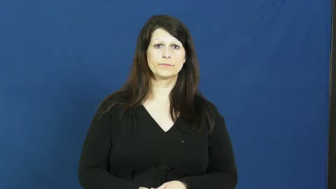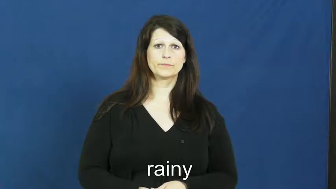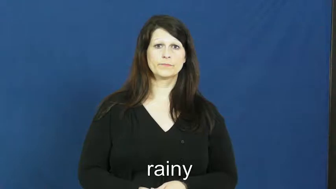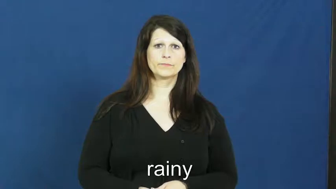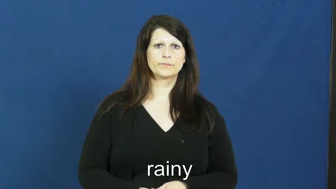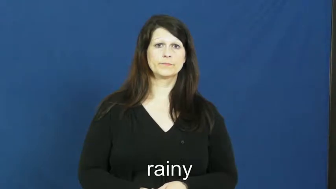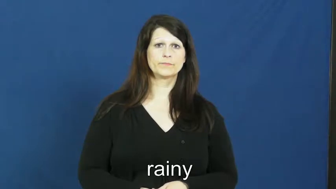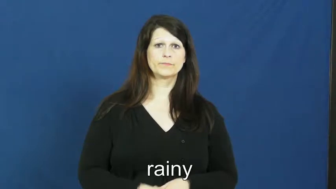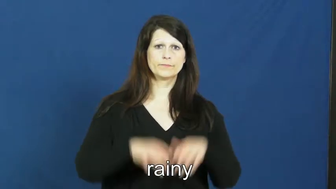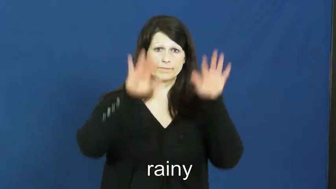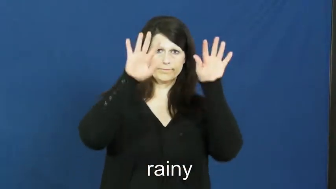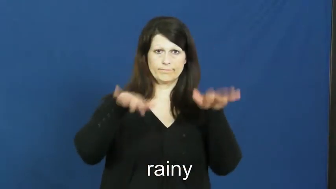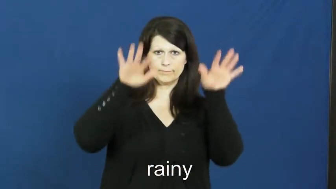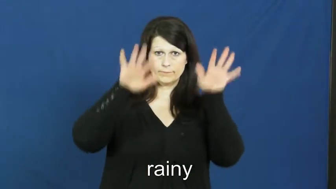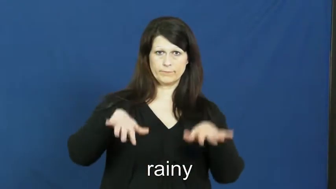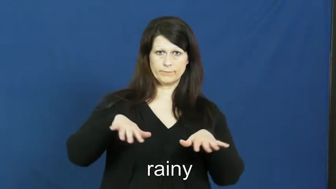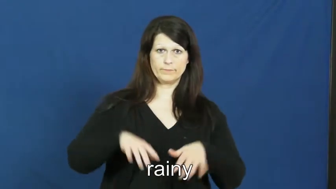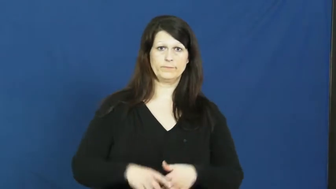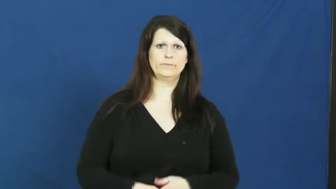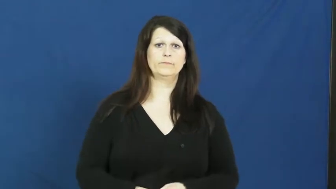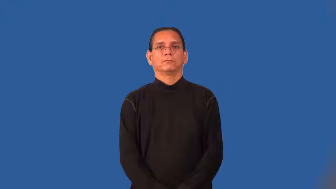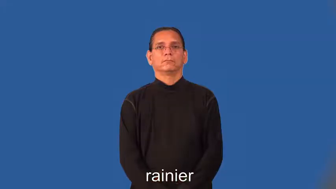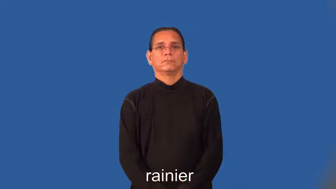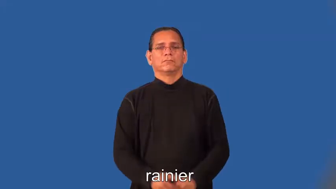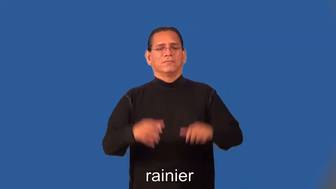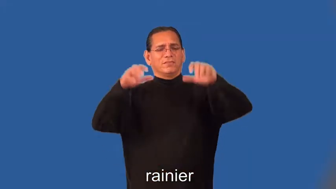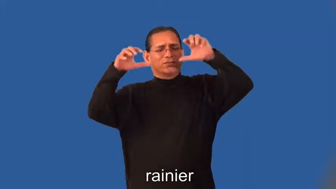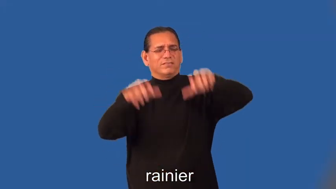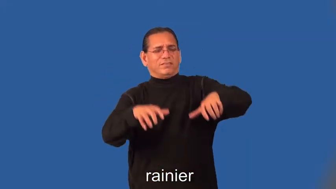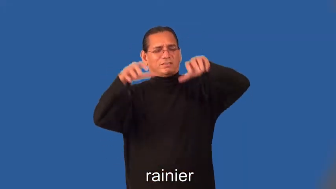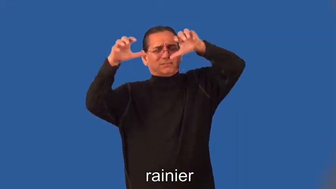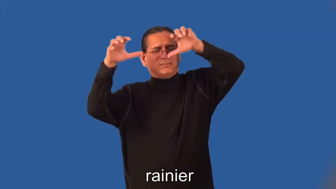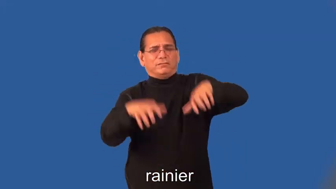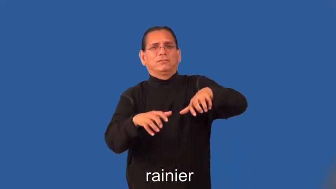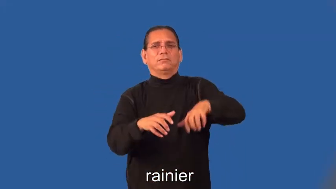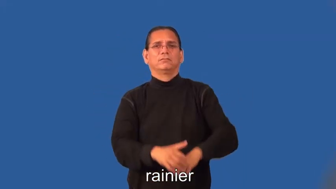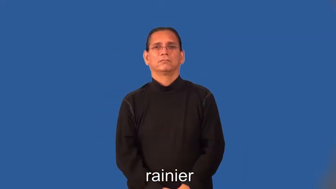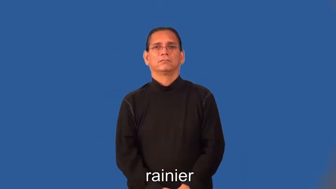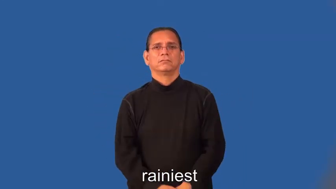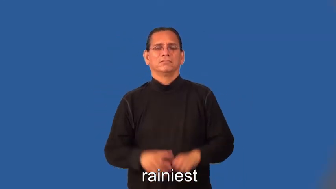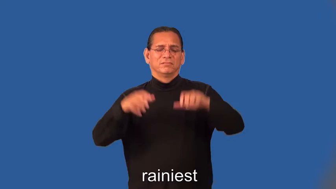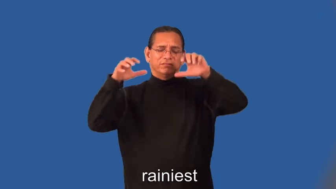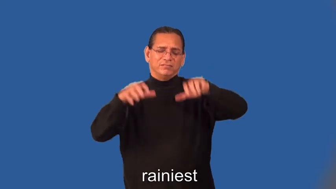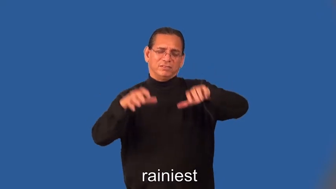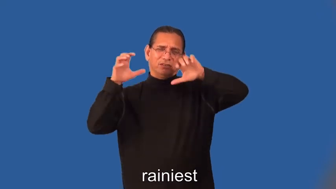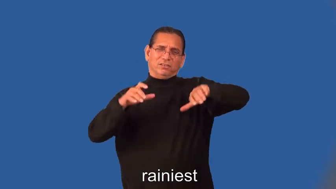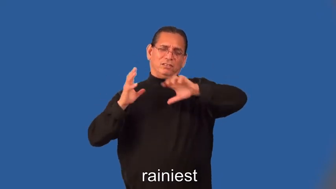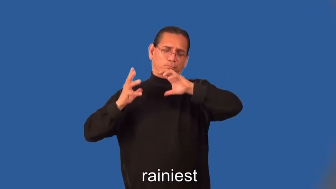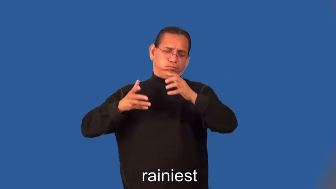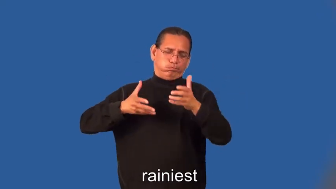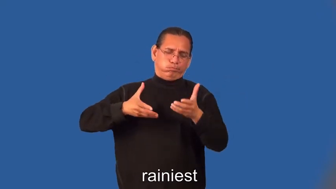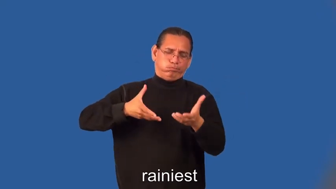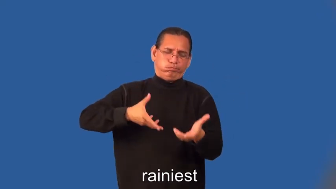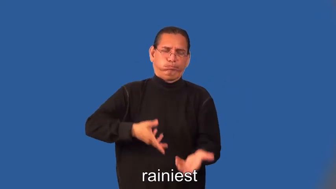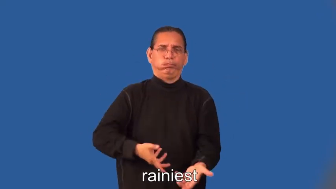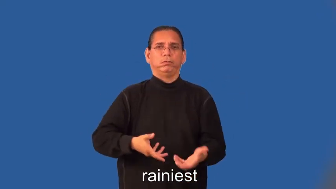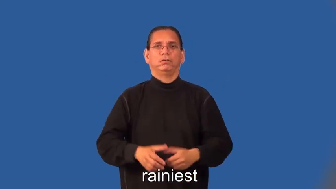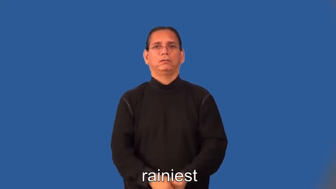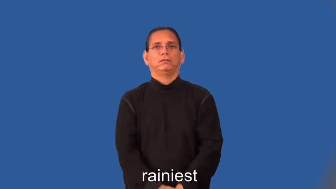rainier,rainiest